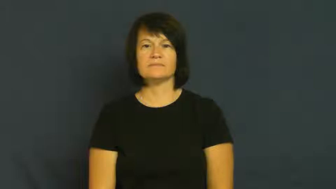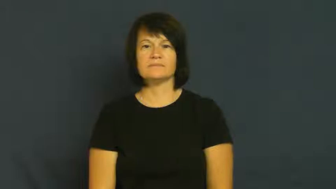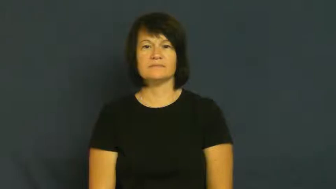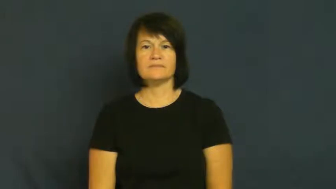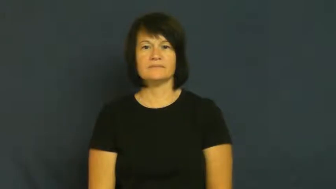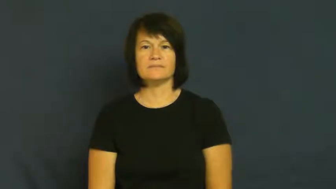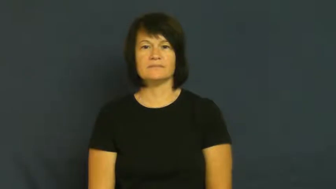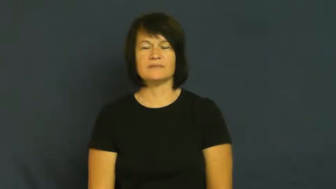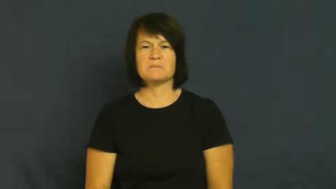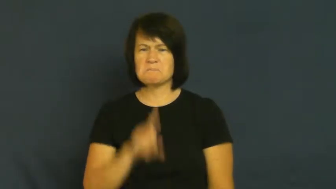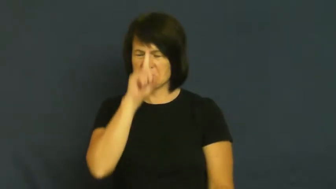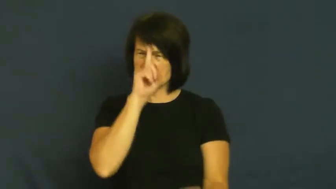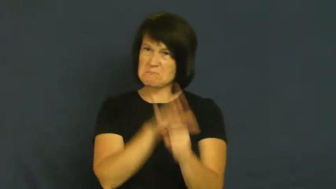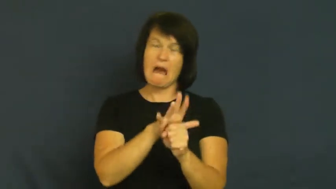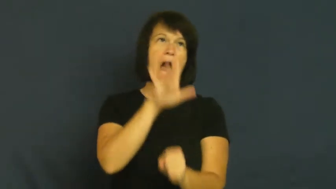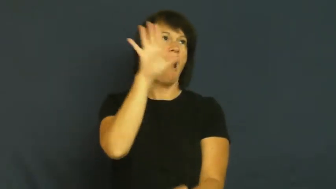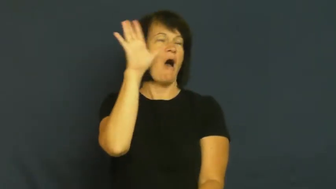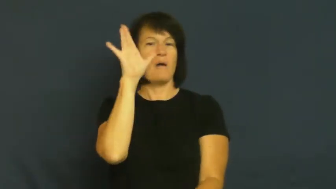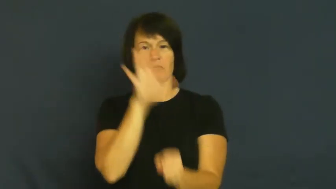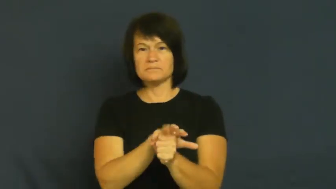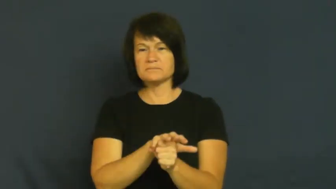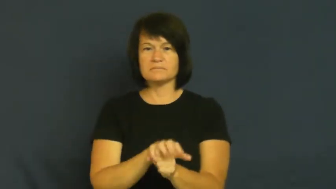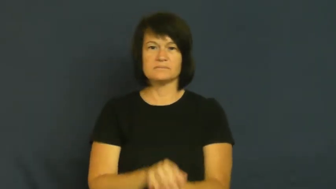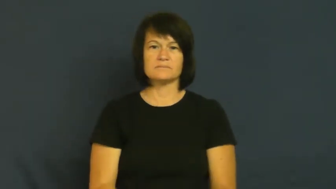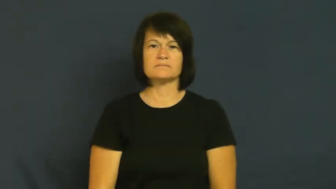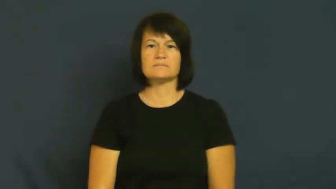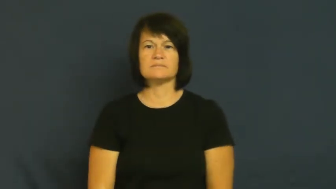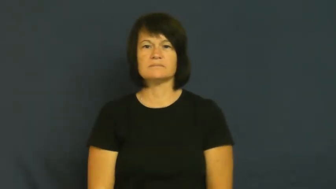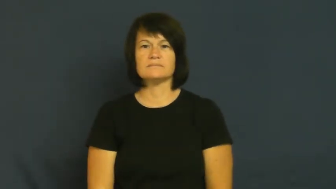fit,explode,rampage,blow,steamed up,implacable,flare,ballistic,fervid,conniption